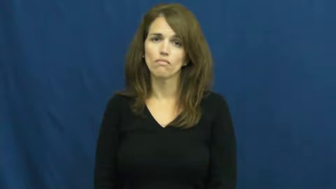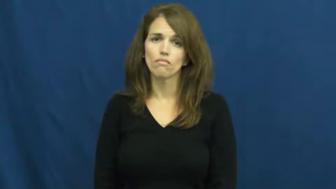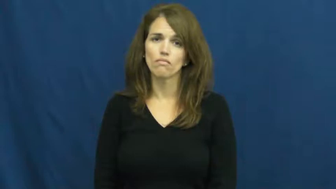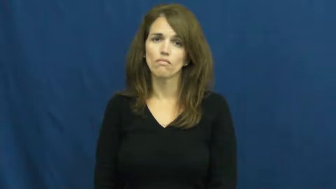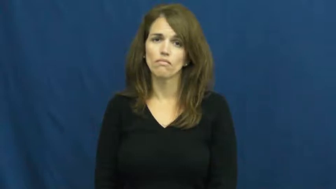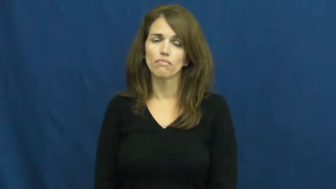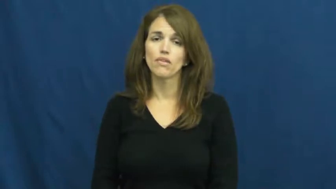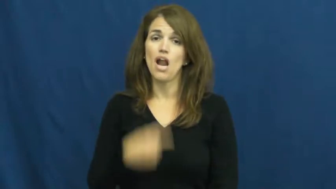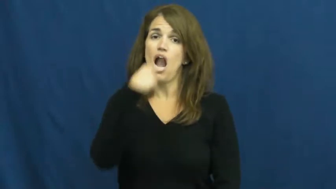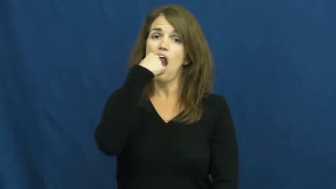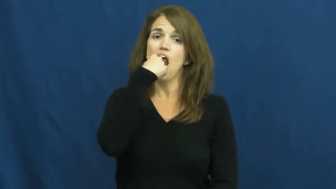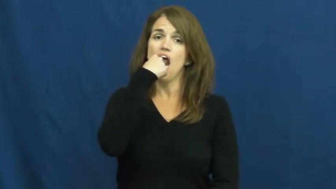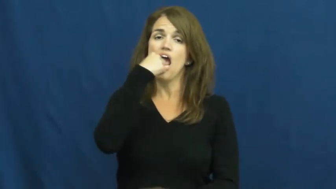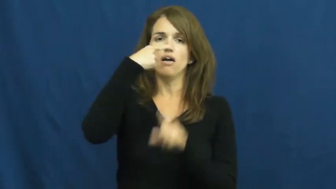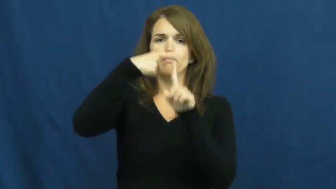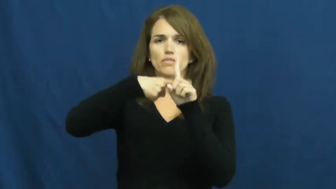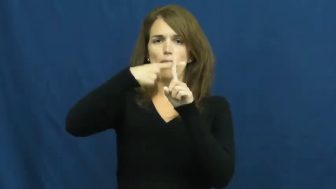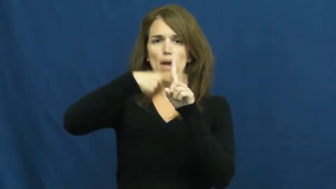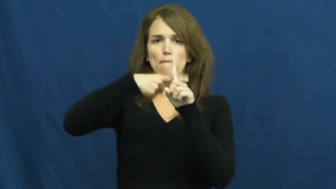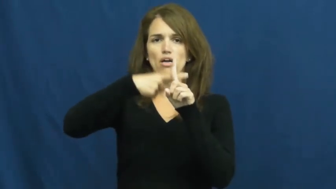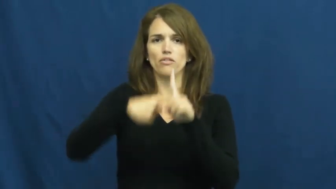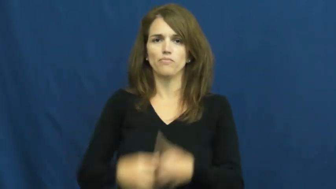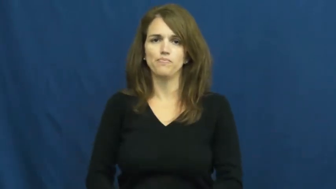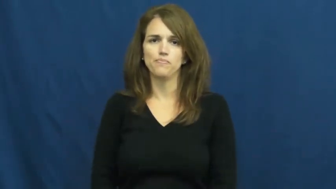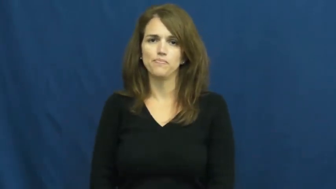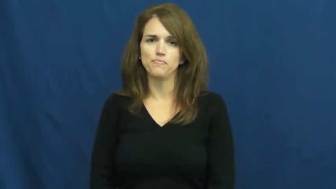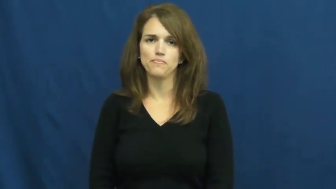thermometer